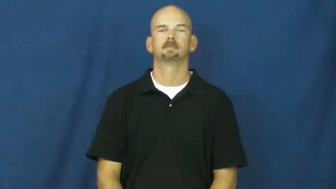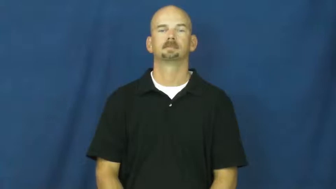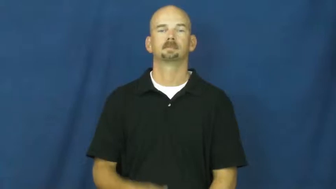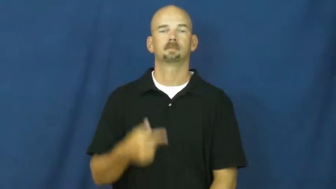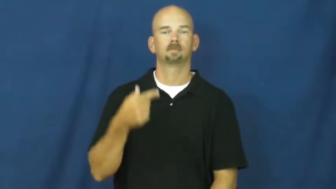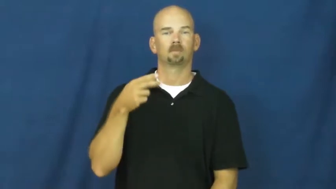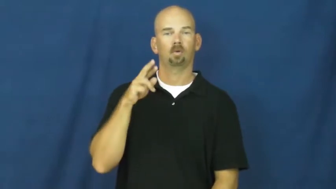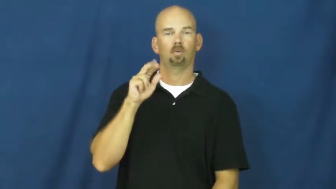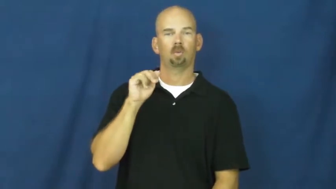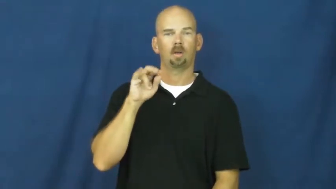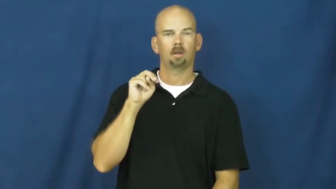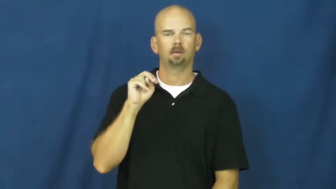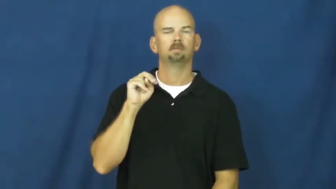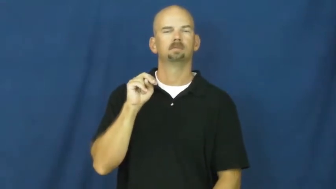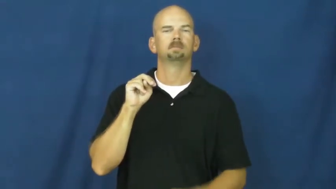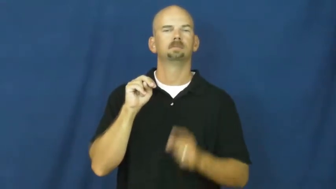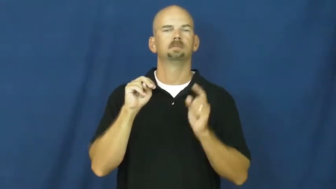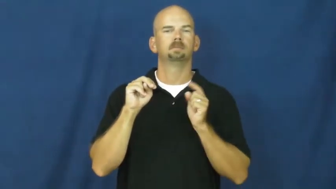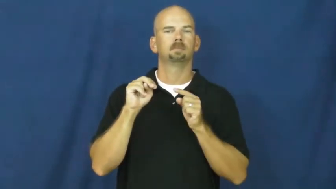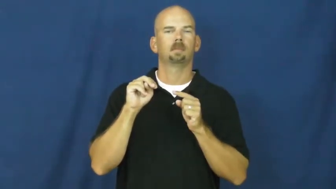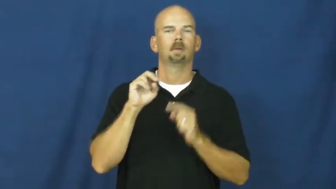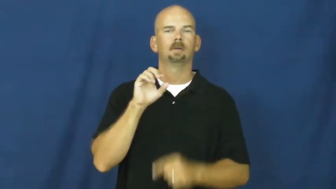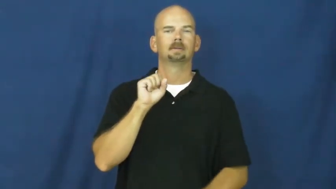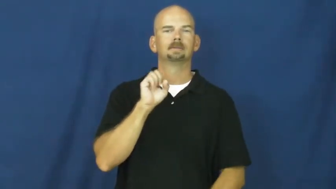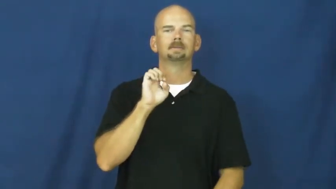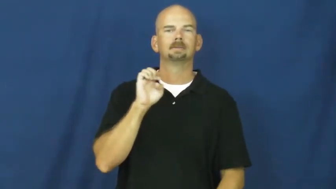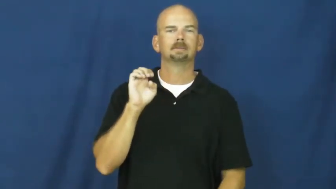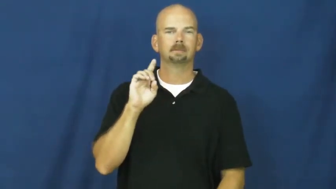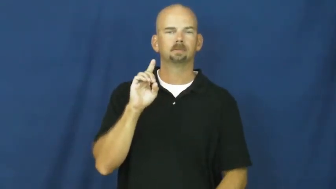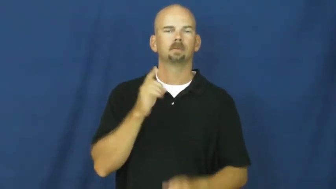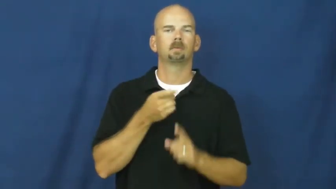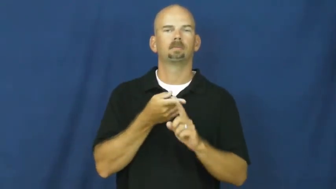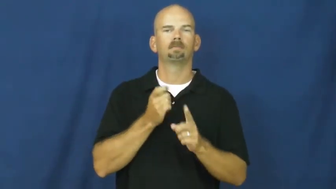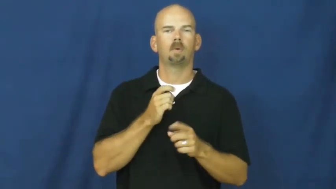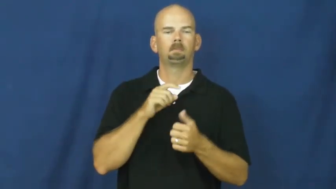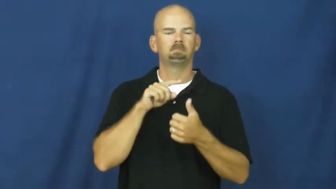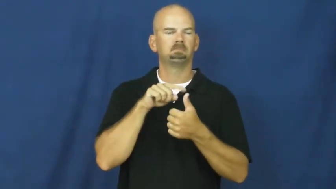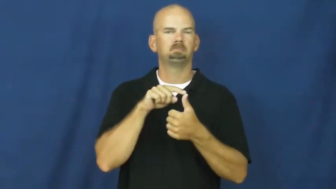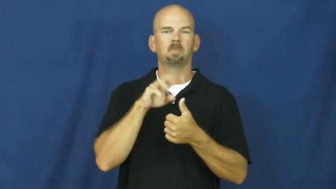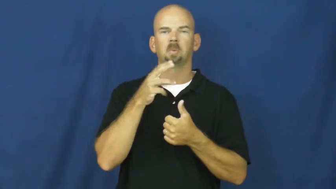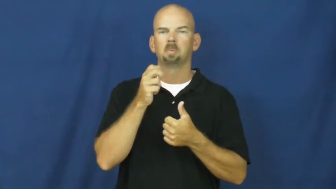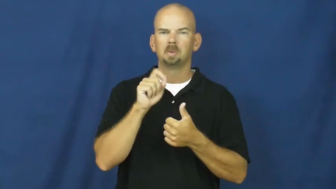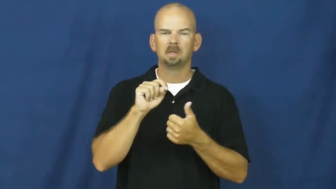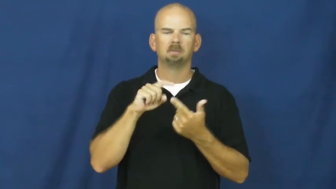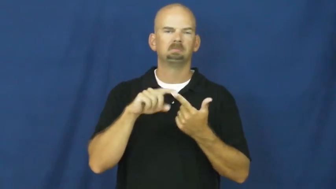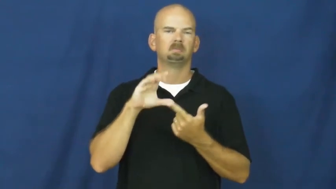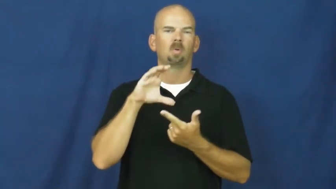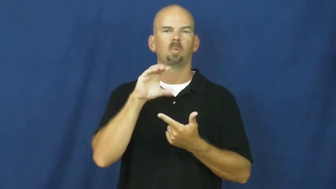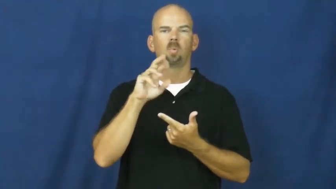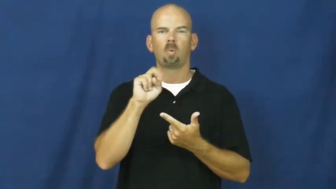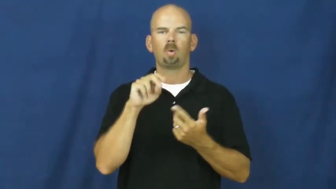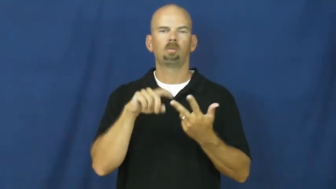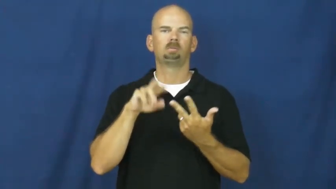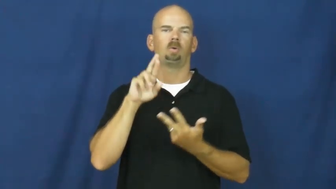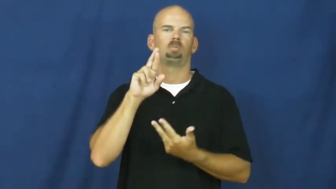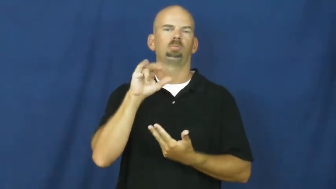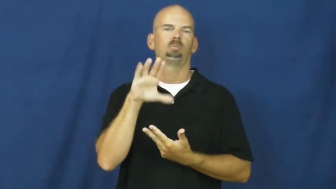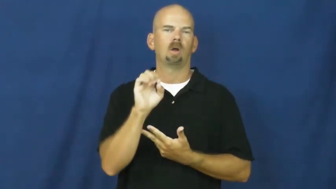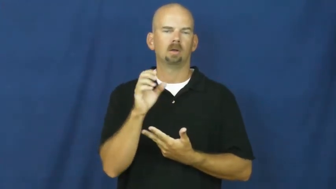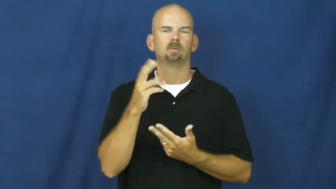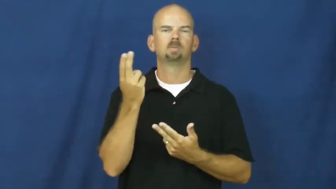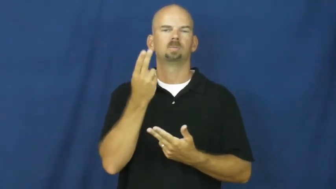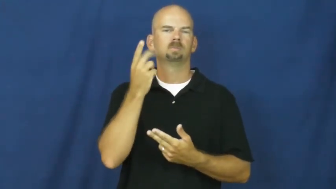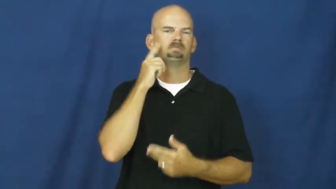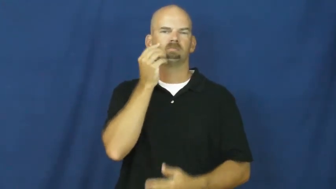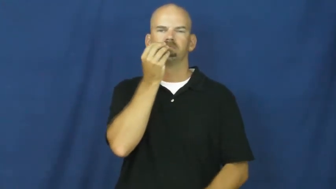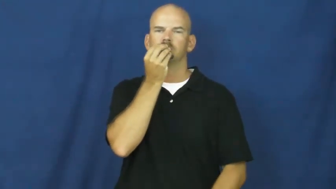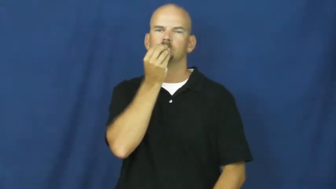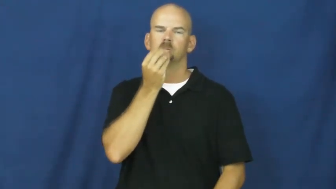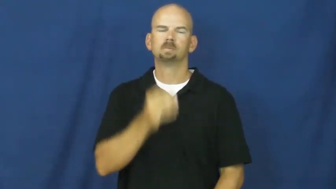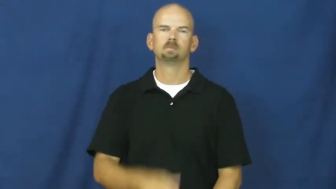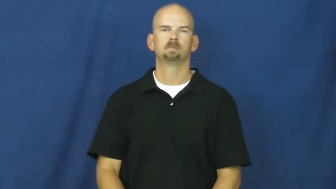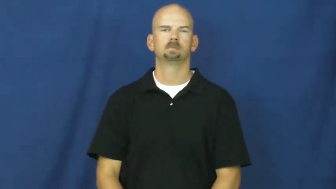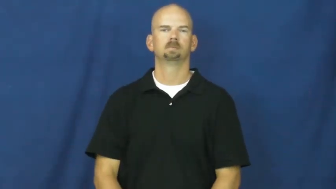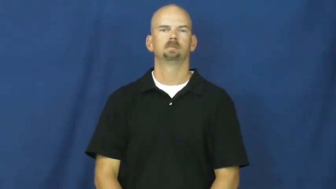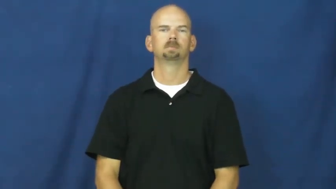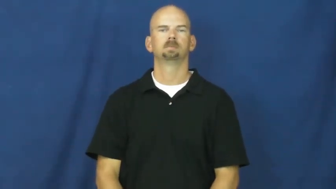grain,grist